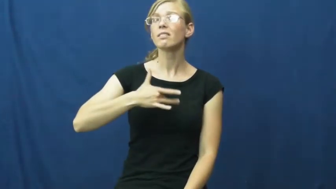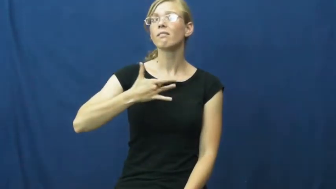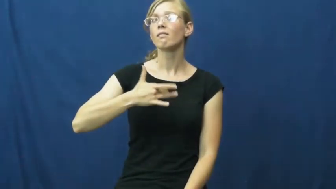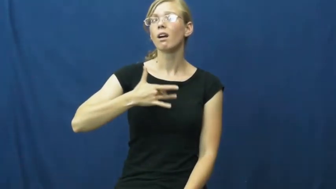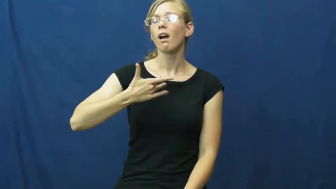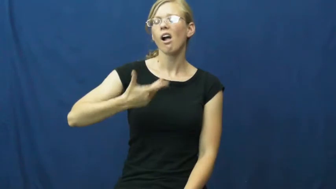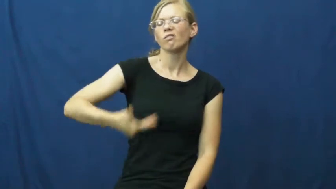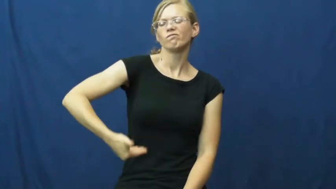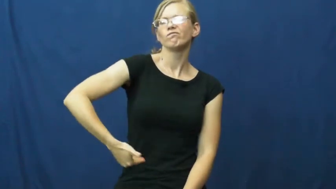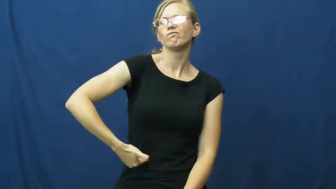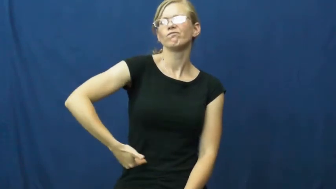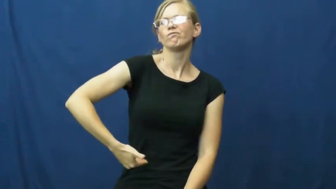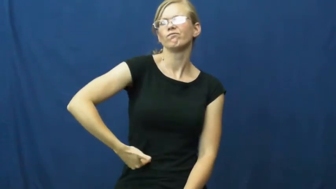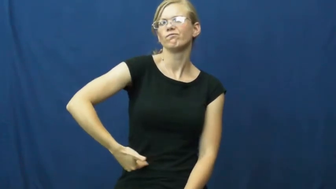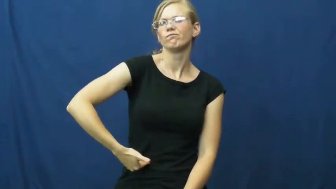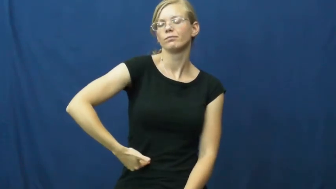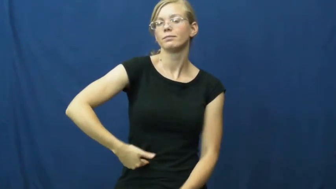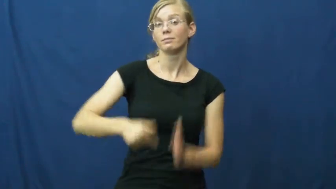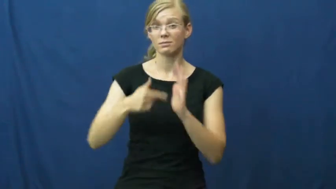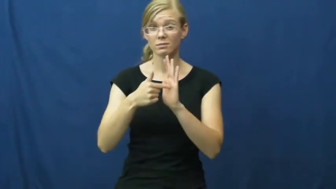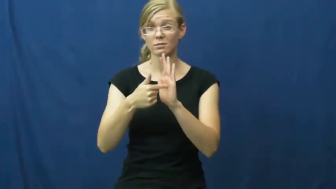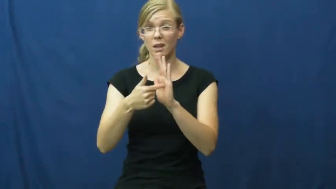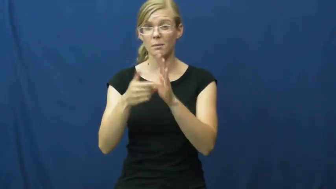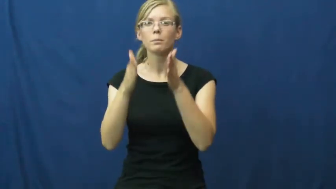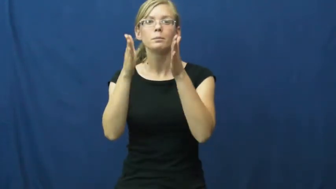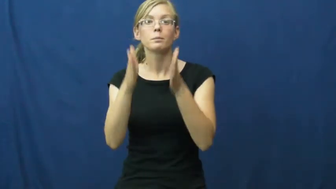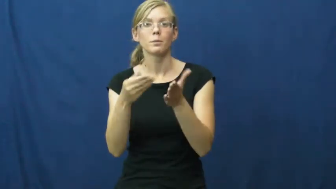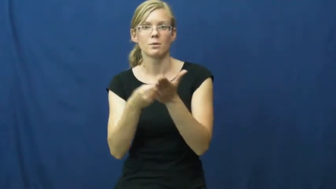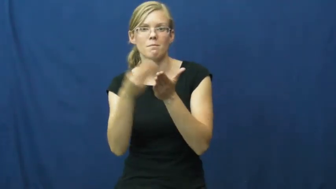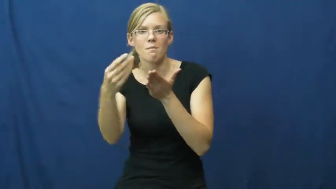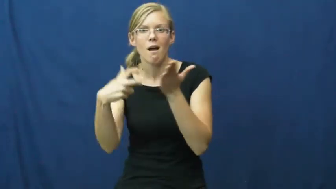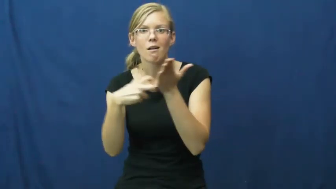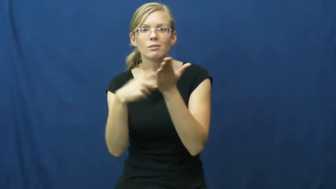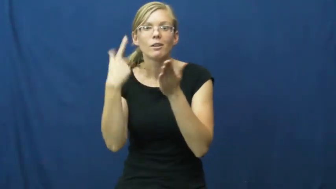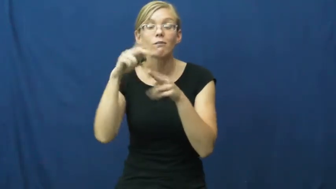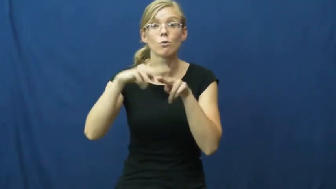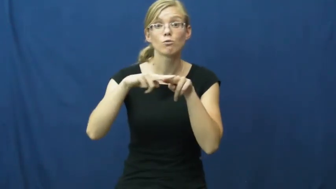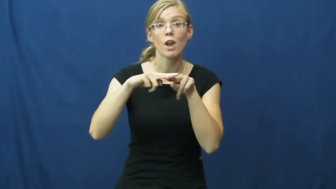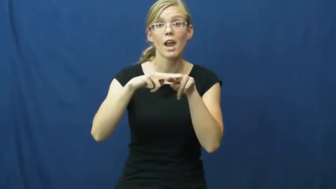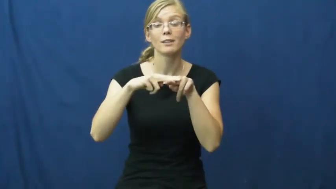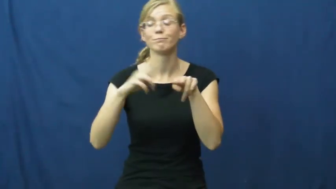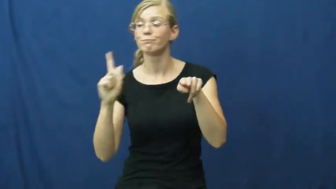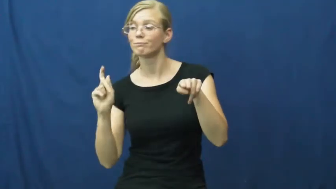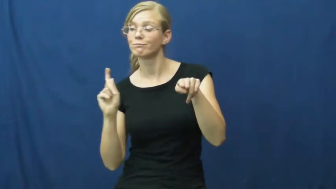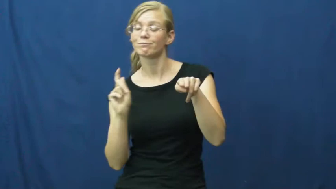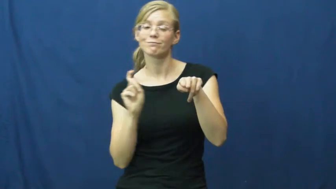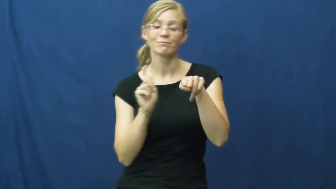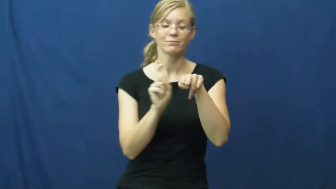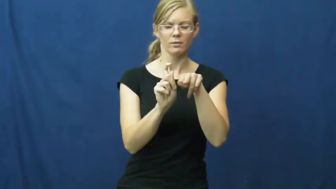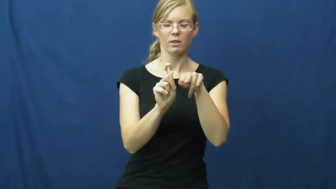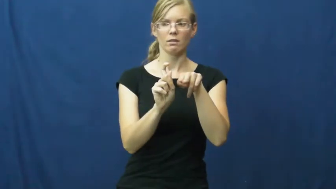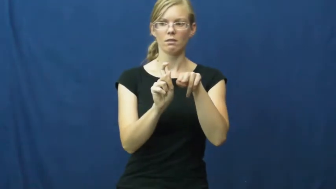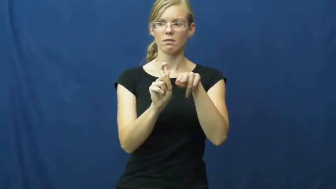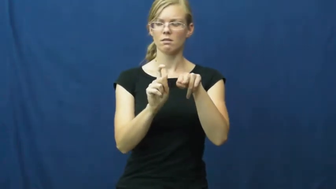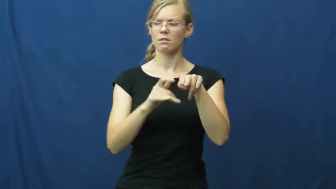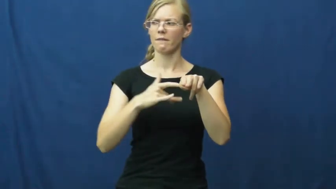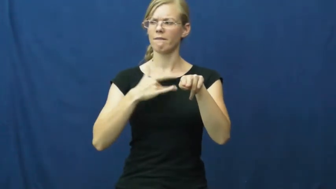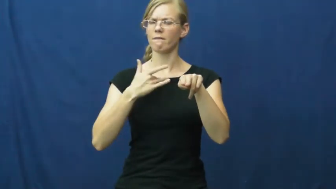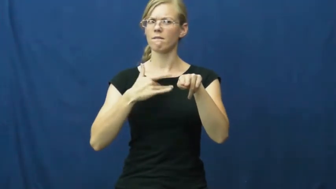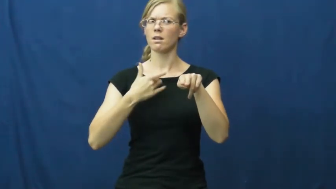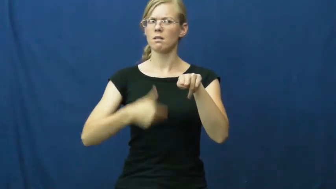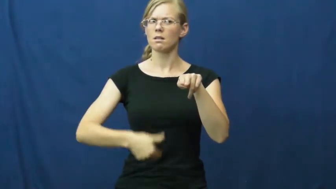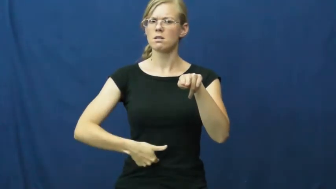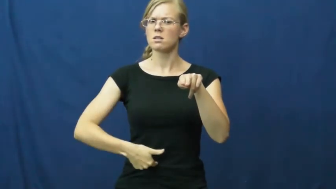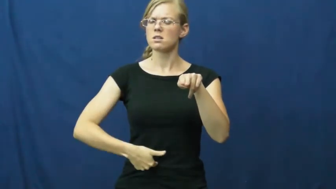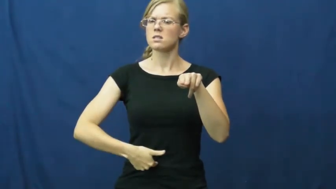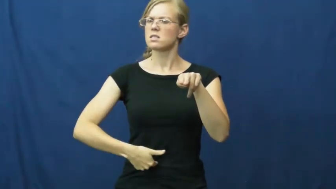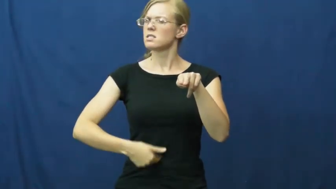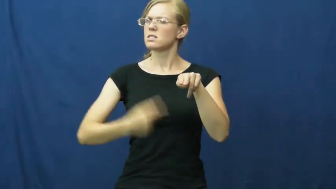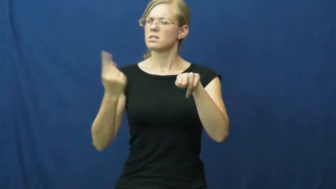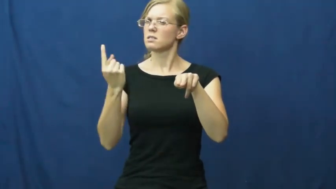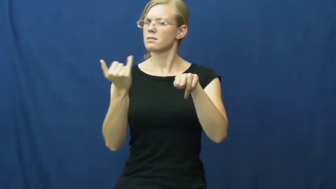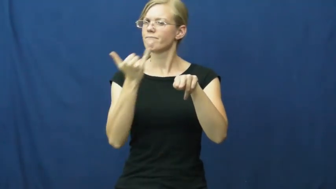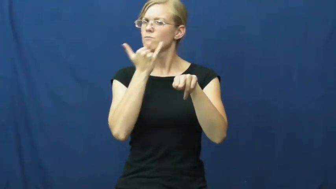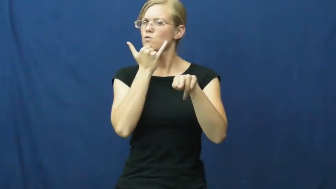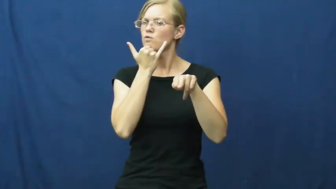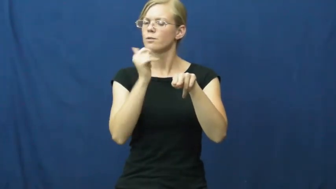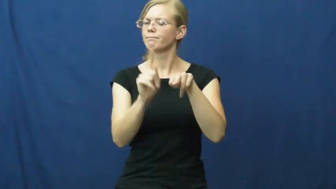intuition